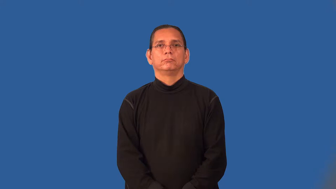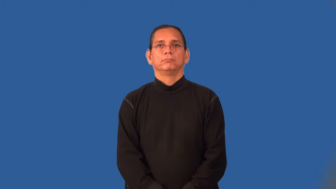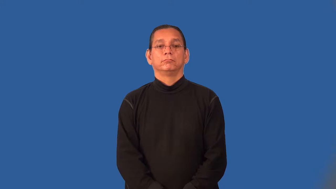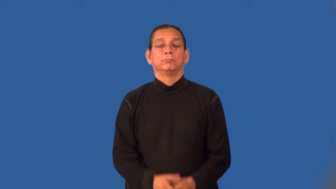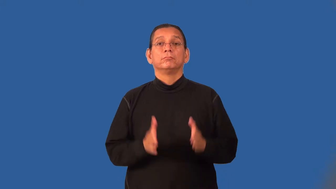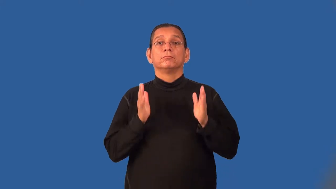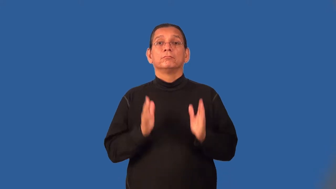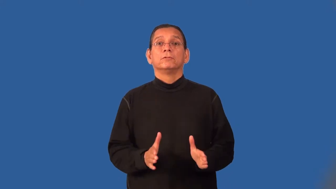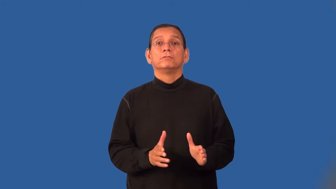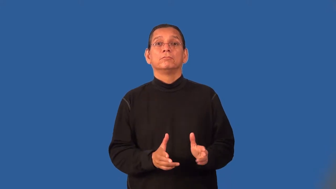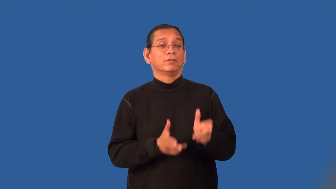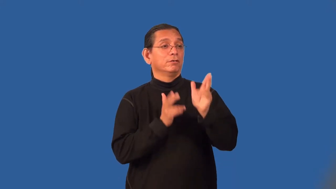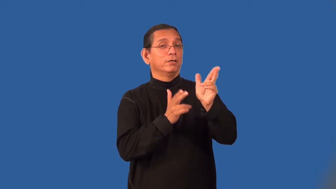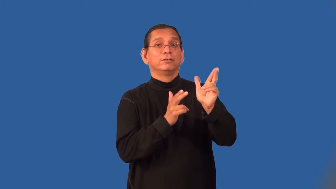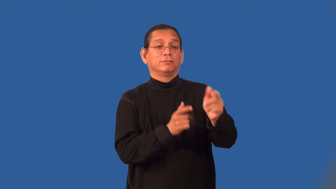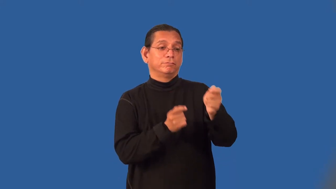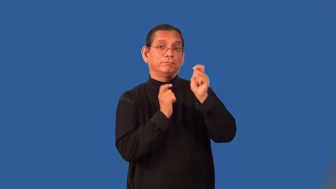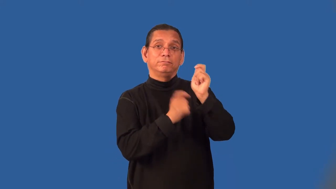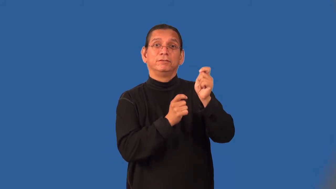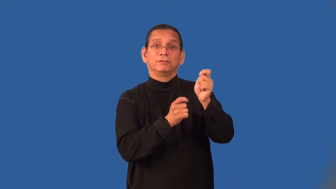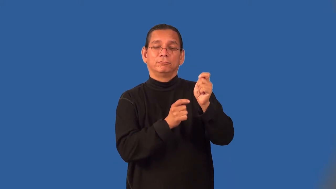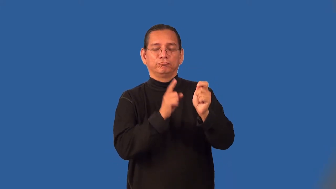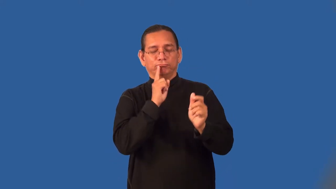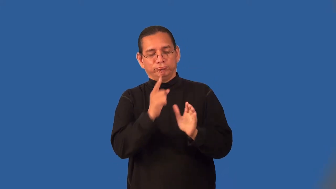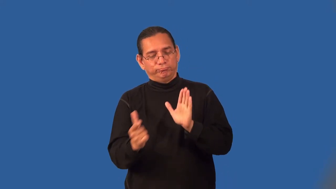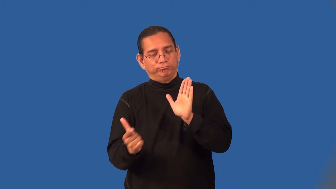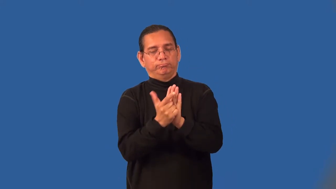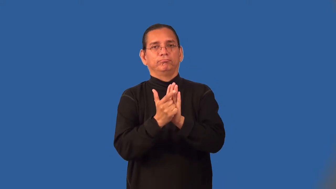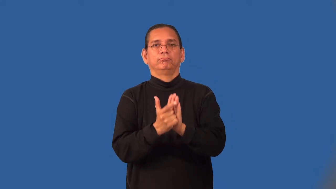poacher